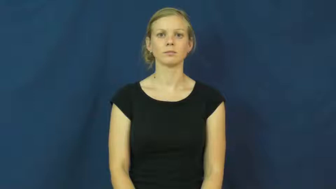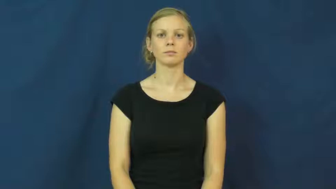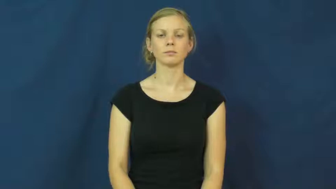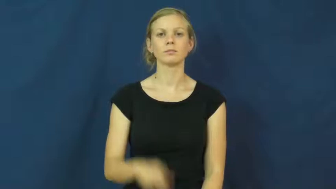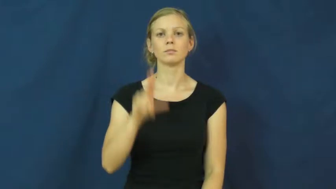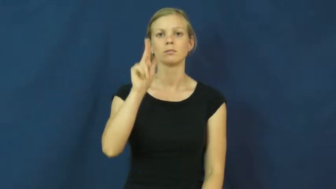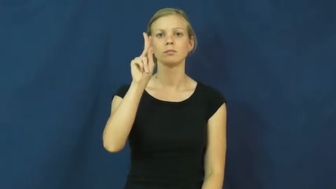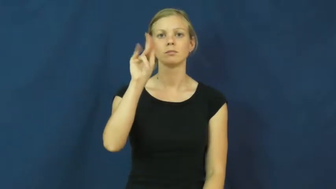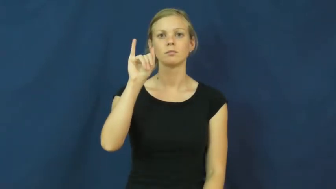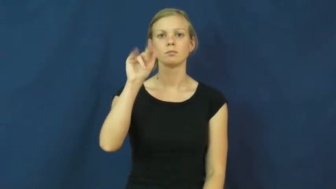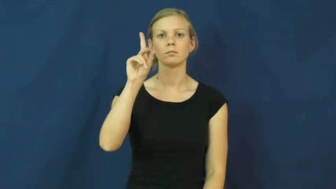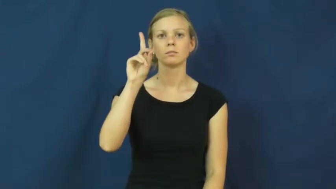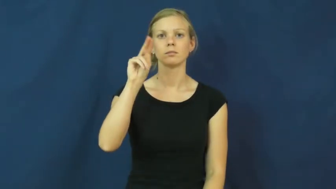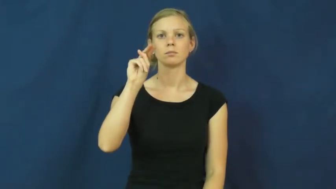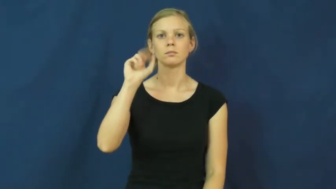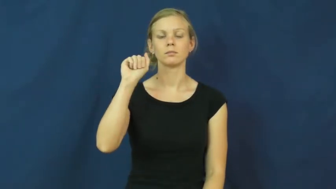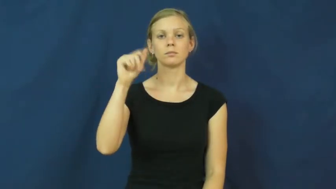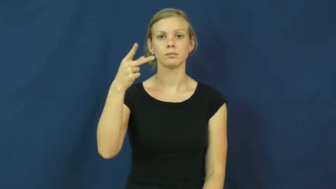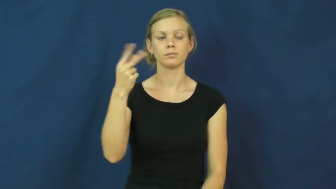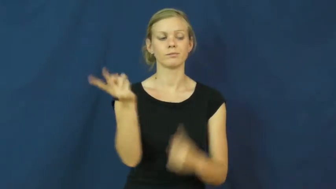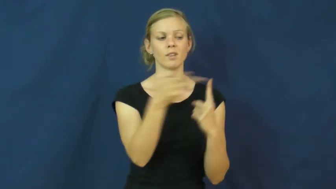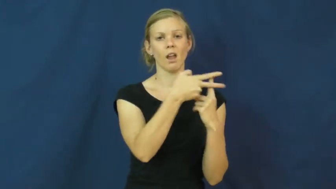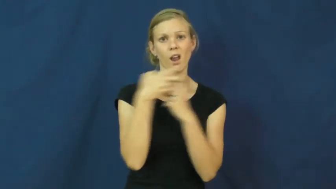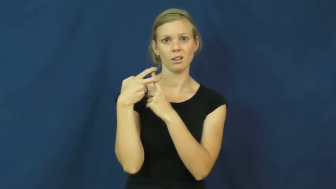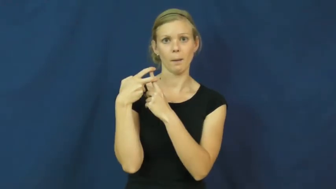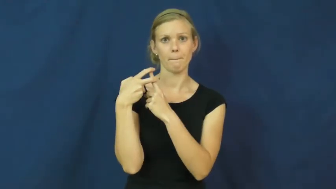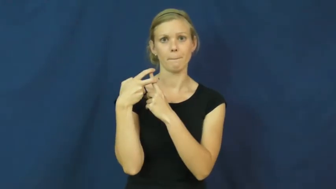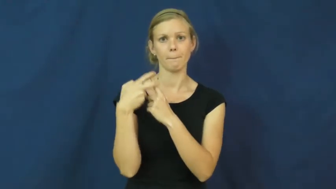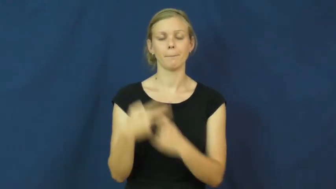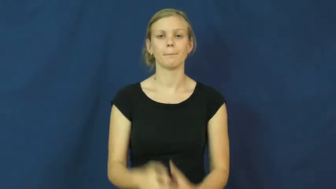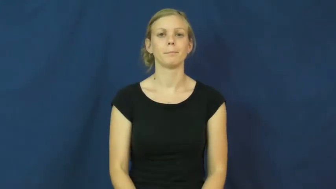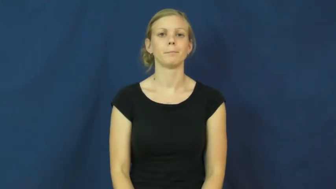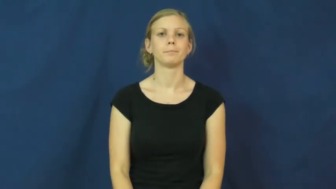kidnap